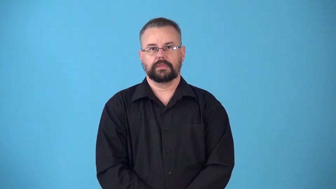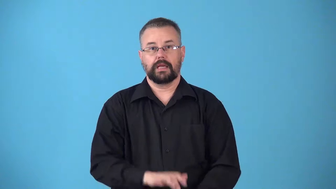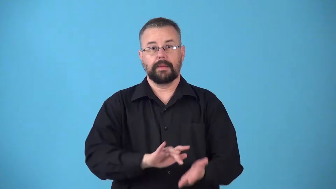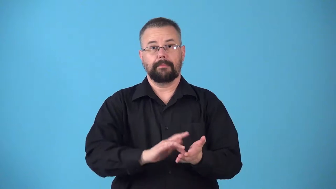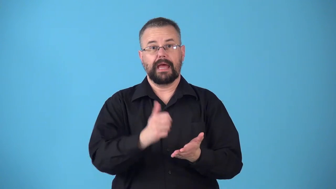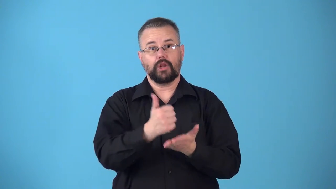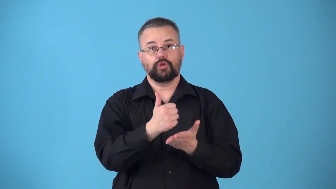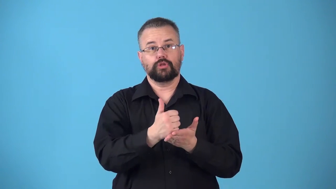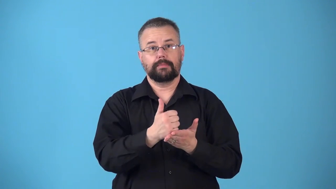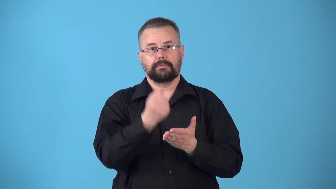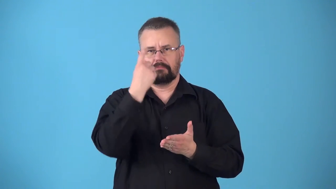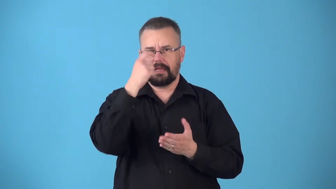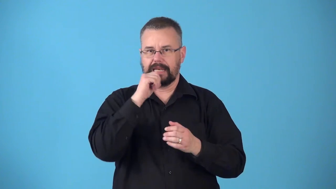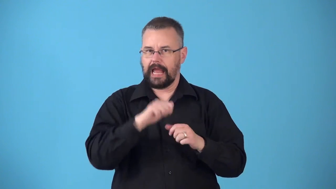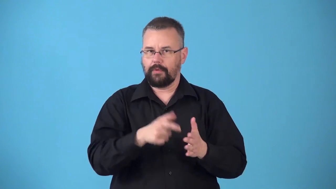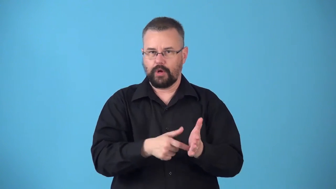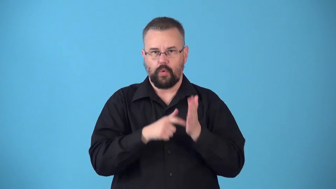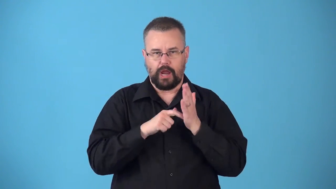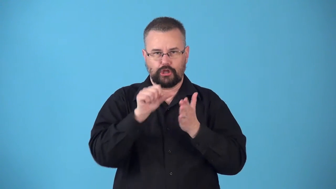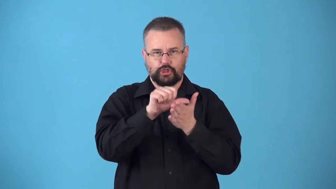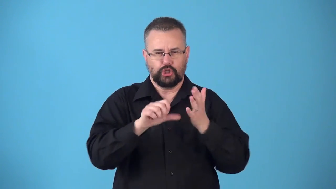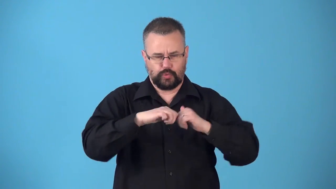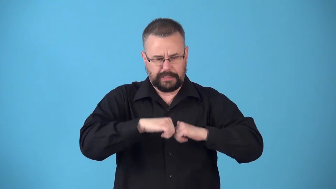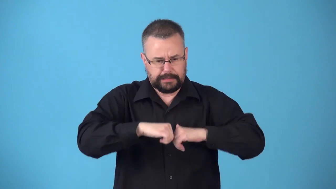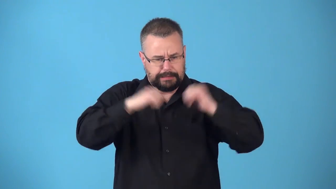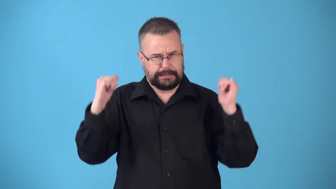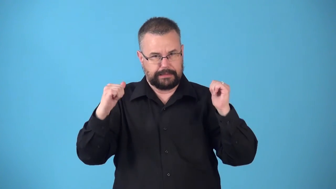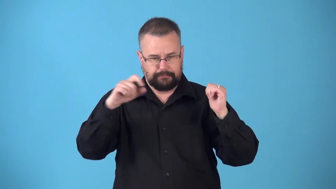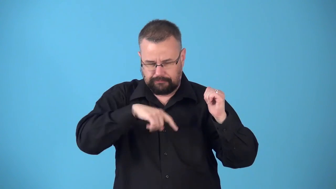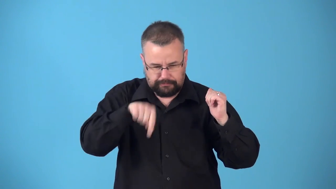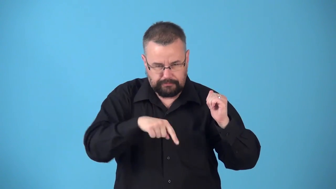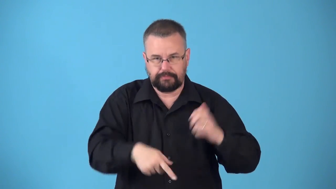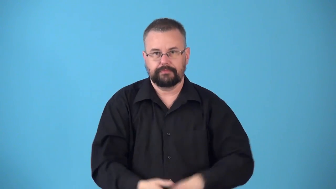noninvasive